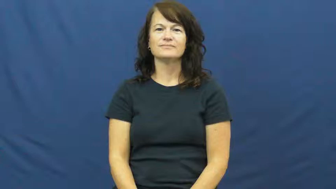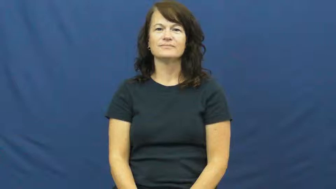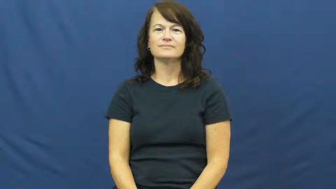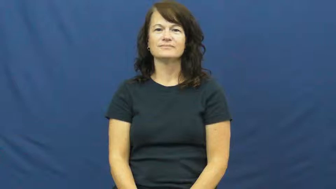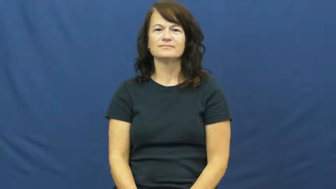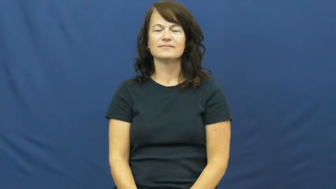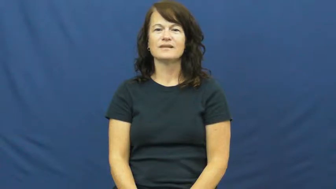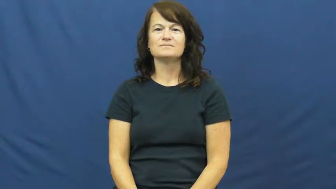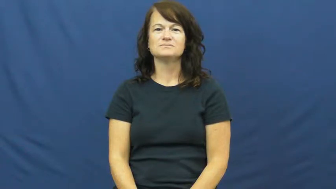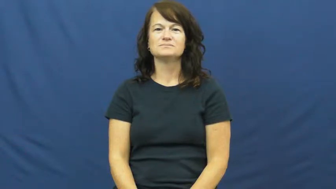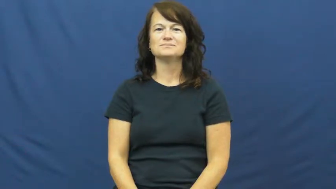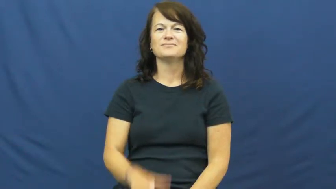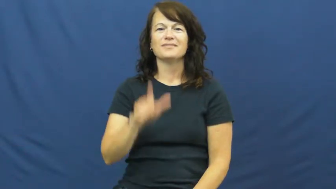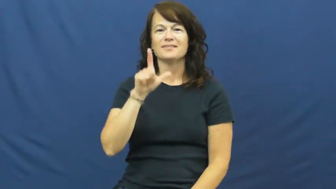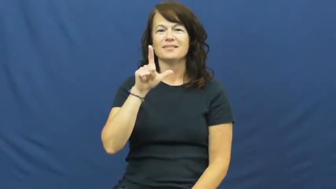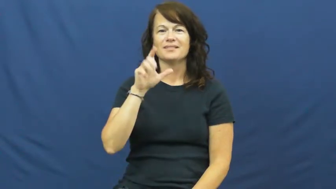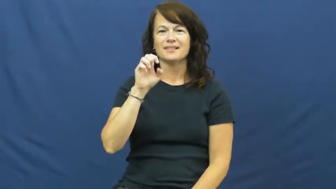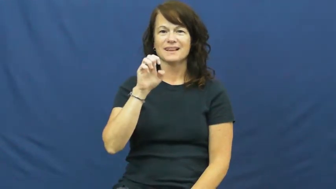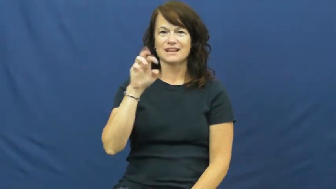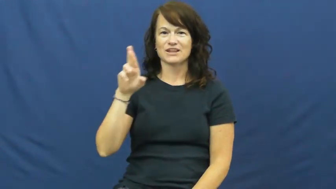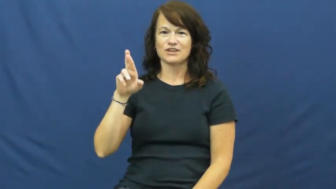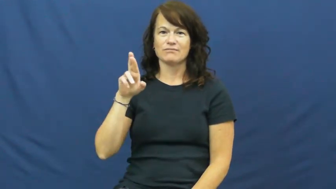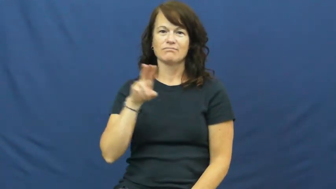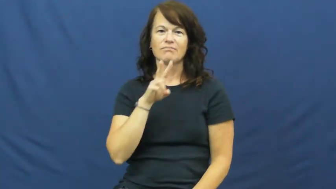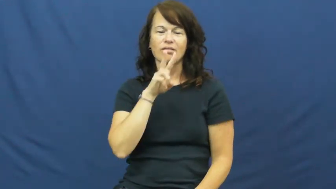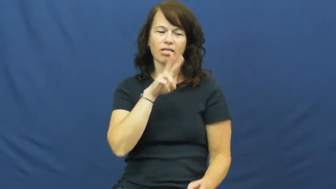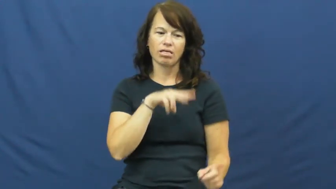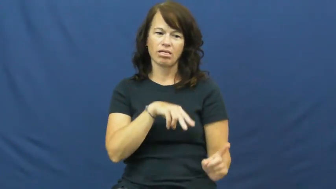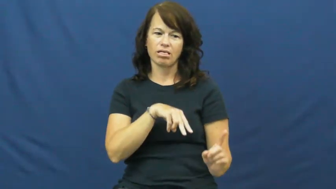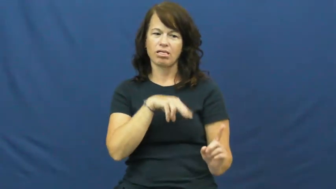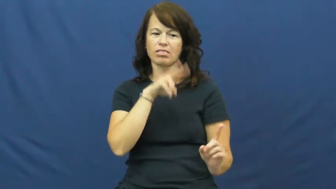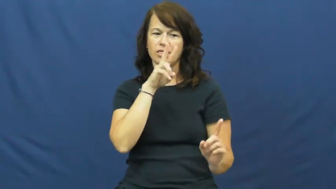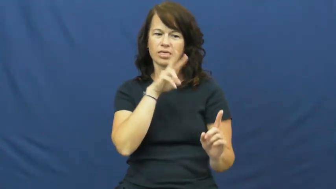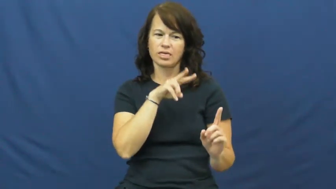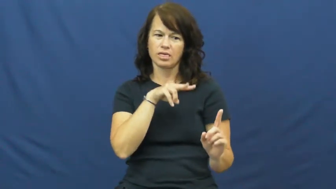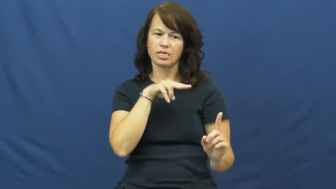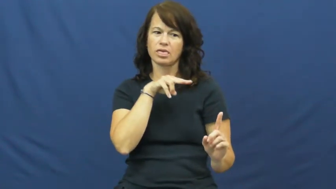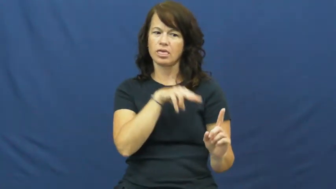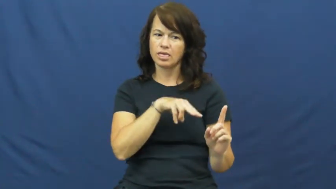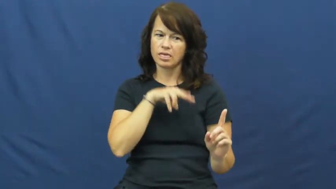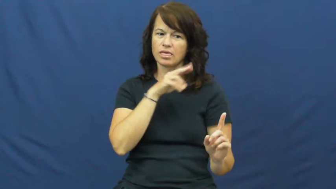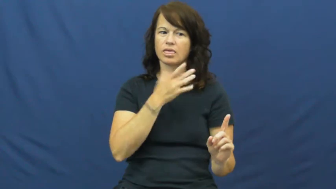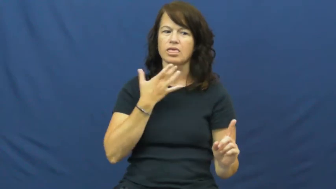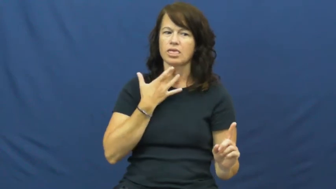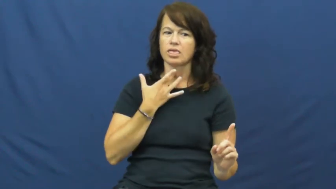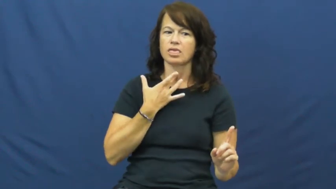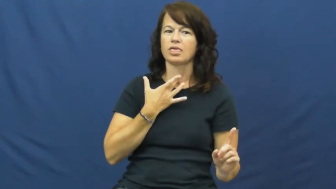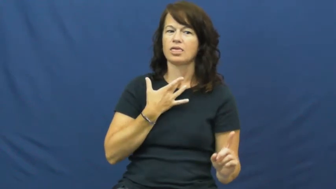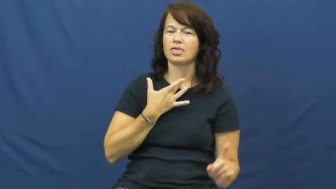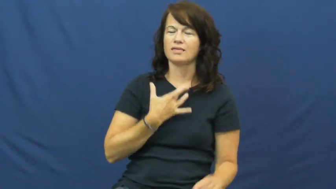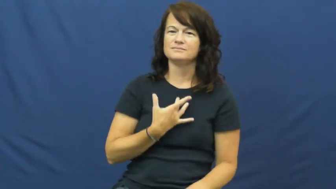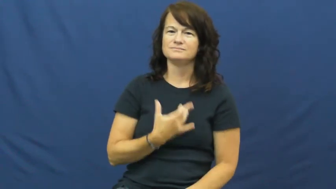leer,leer at